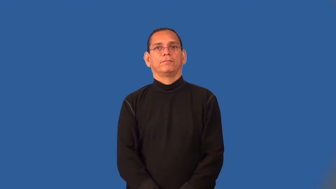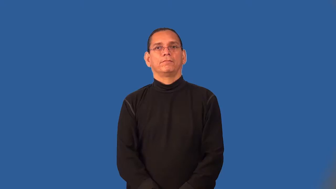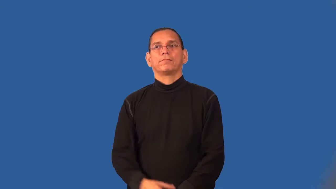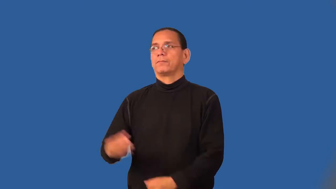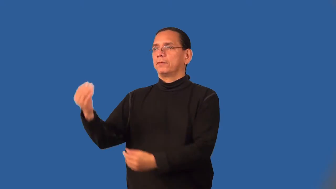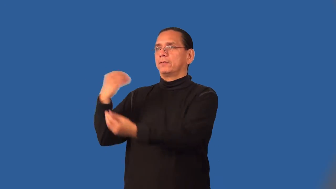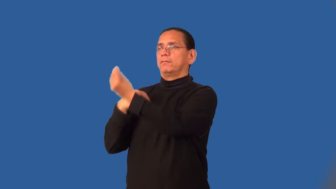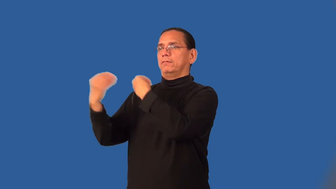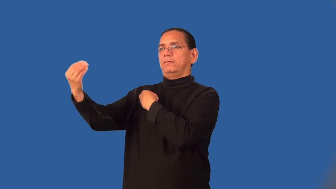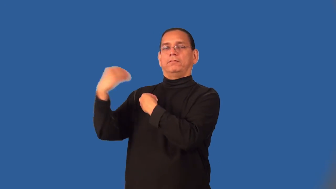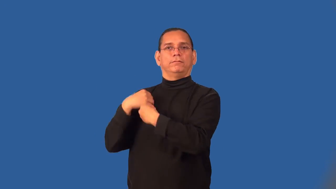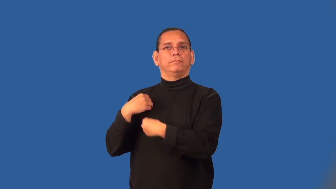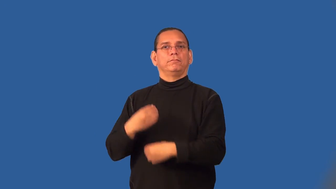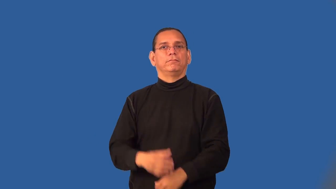scrounge